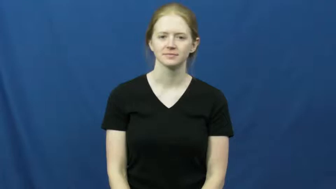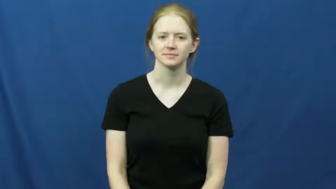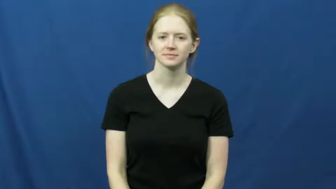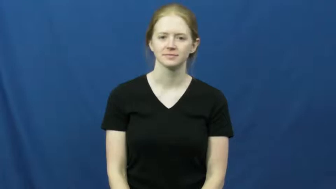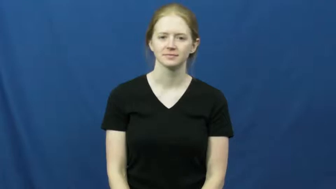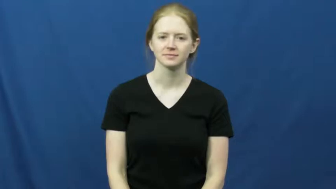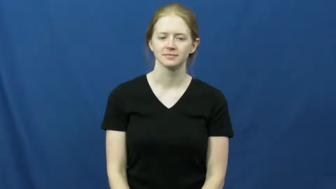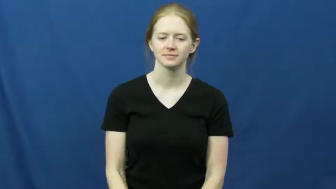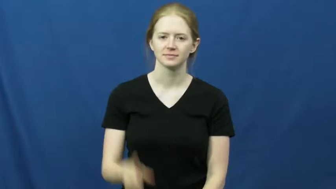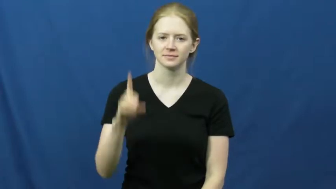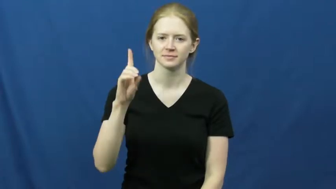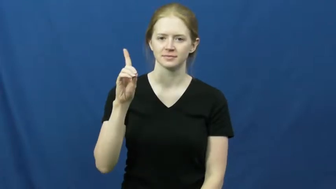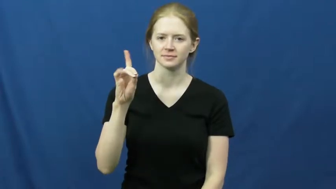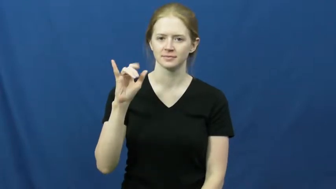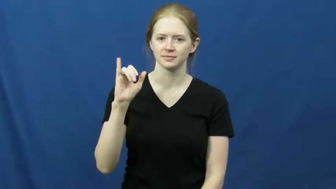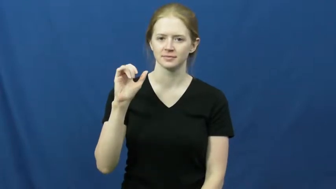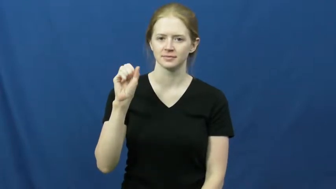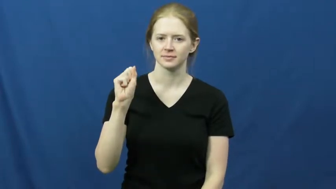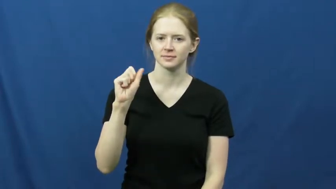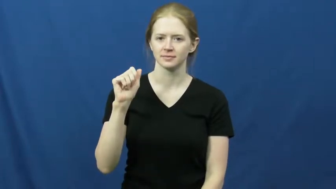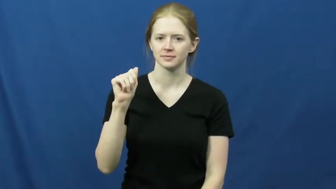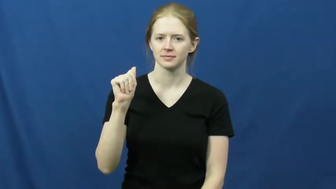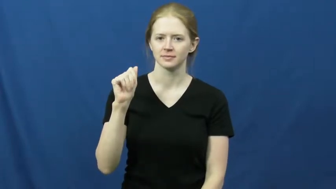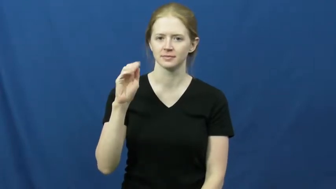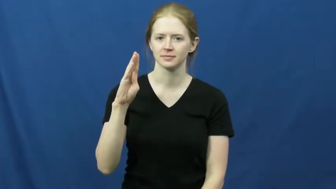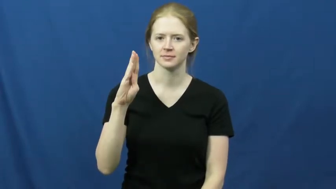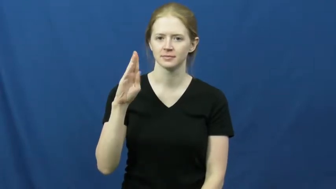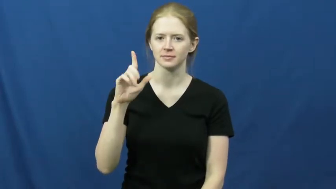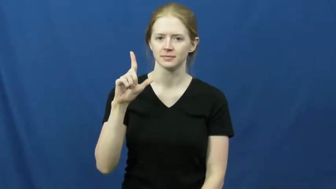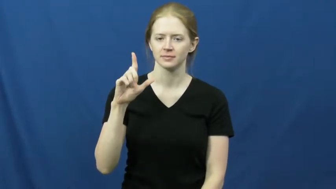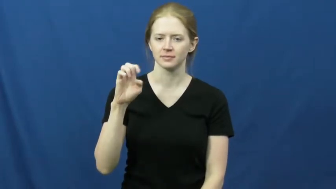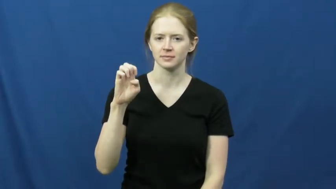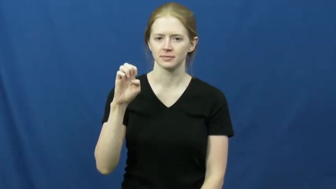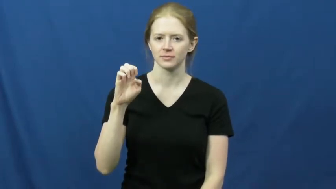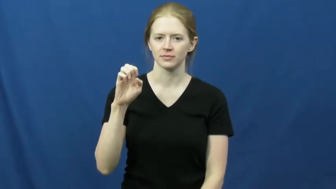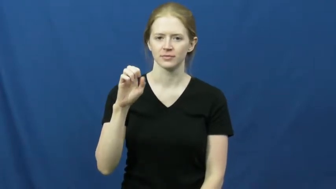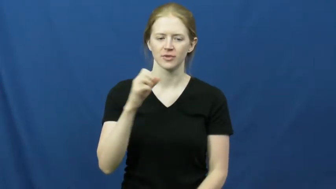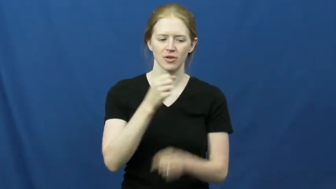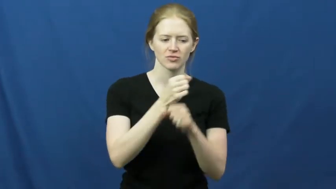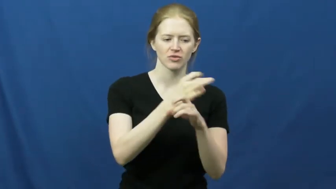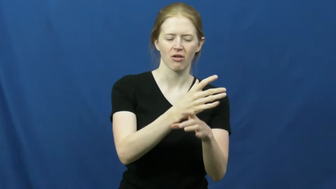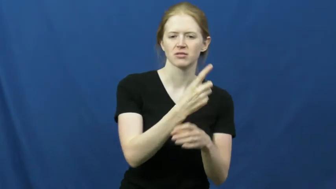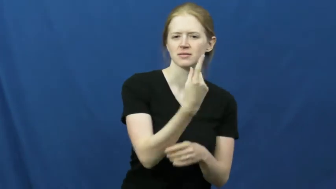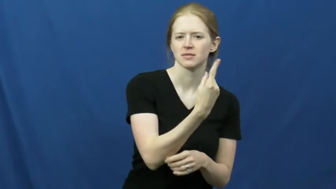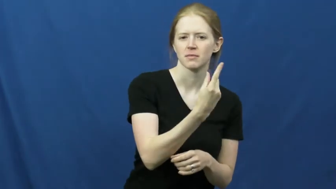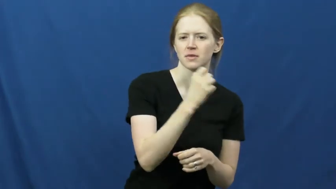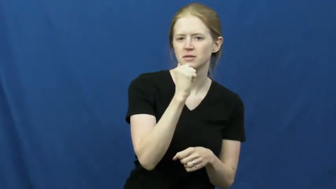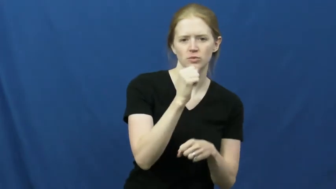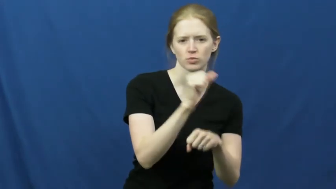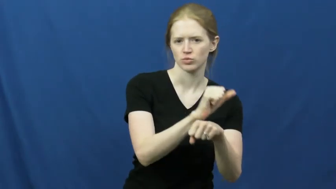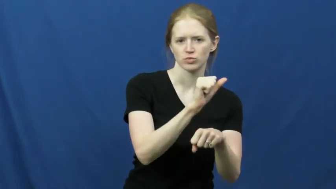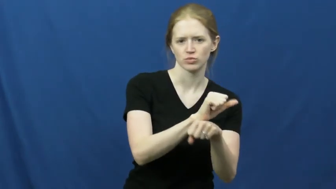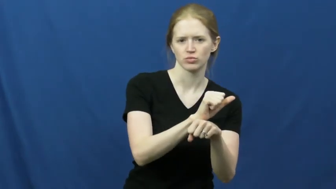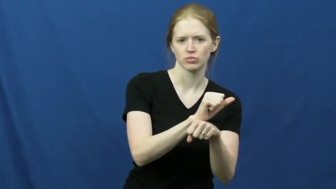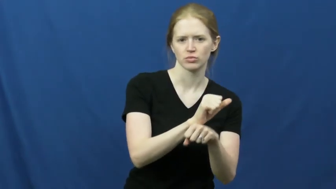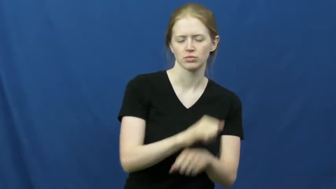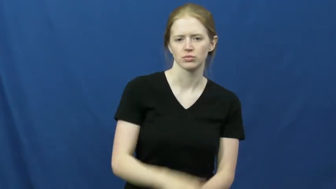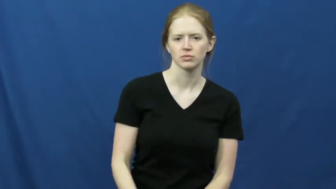disable